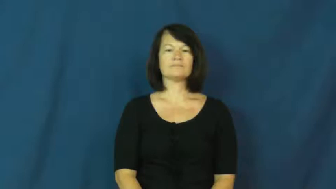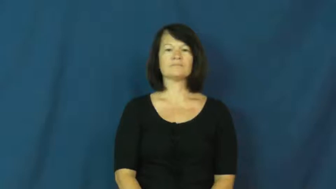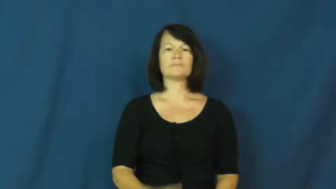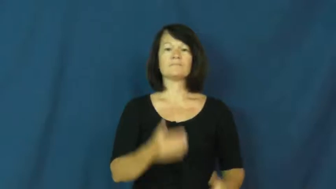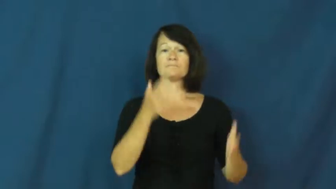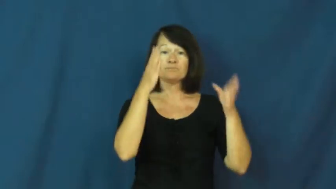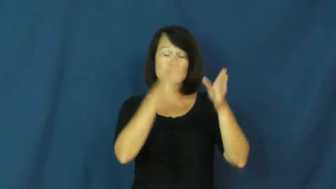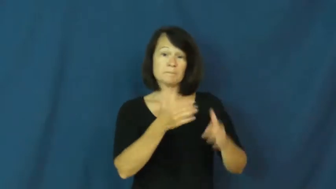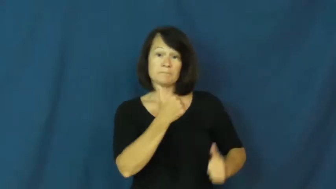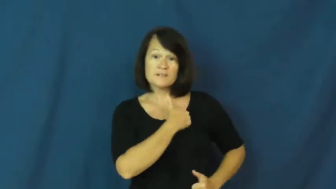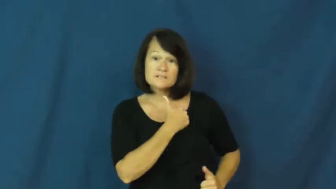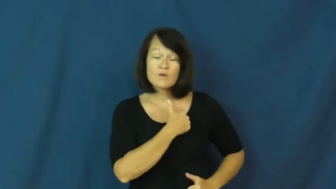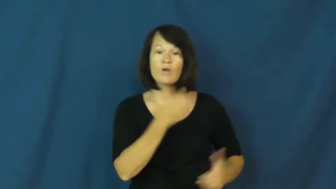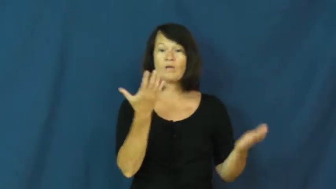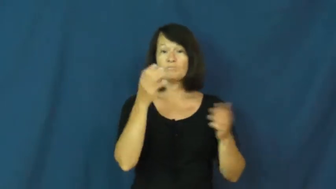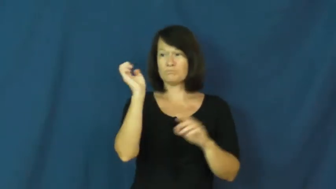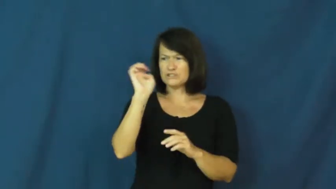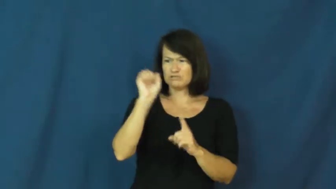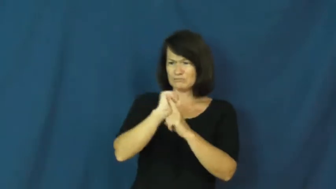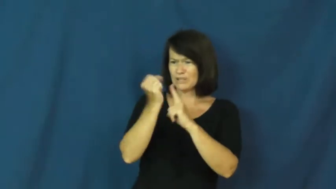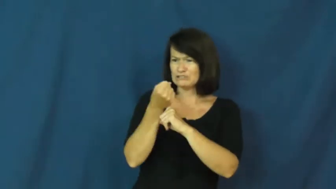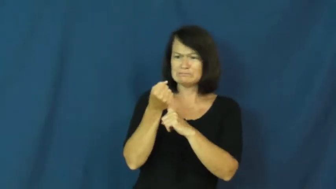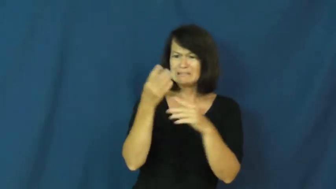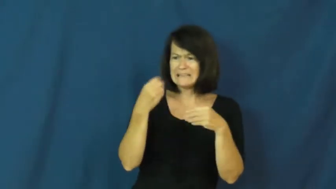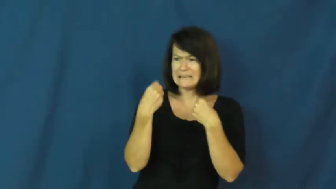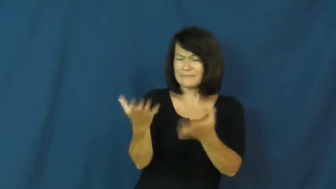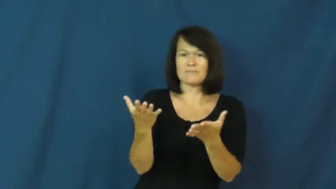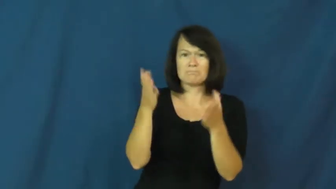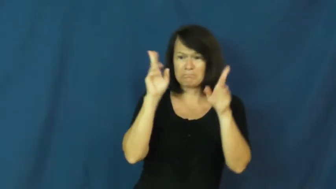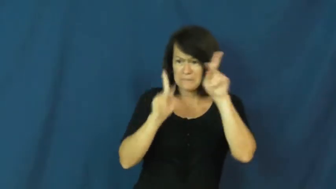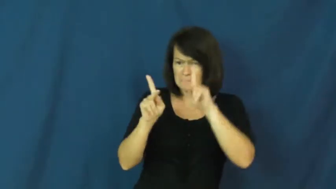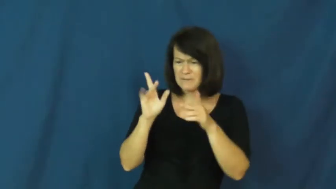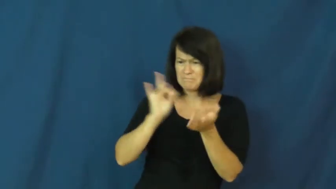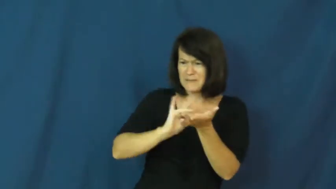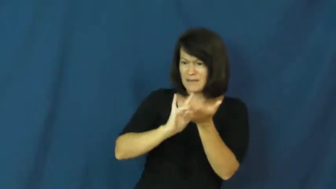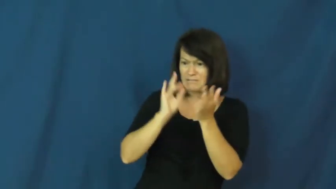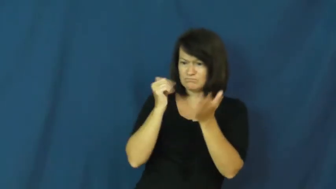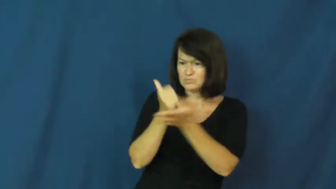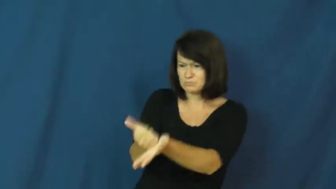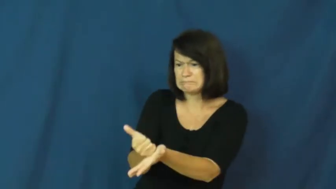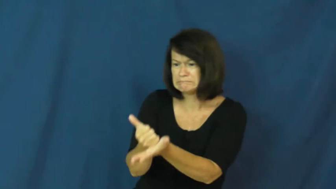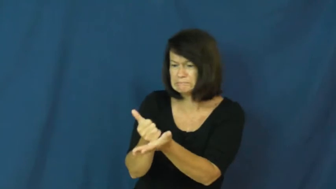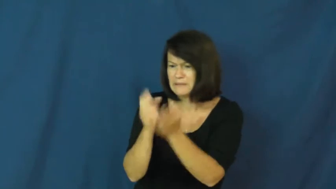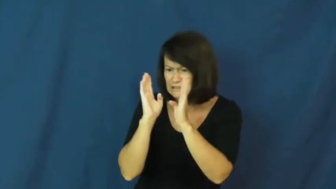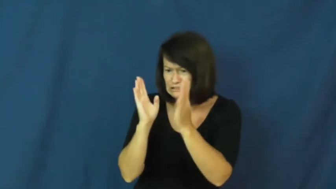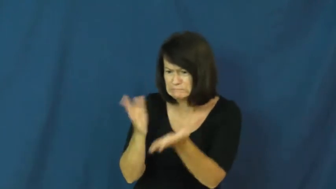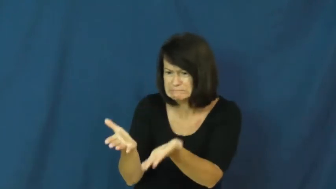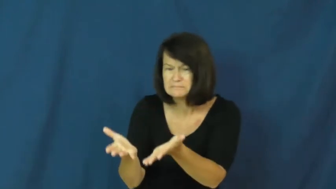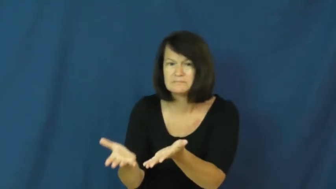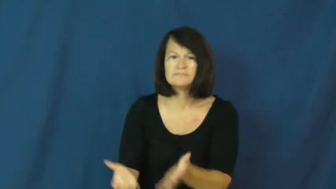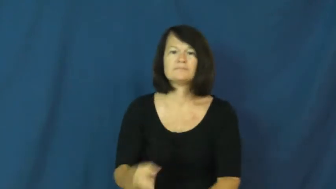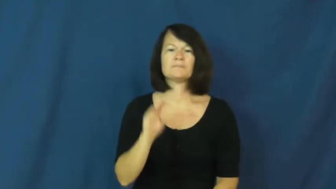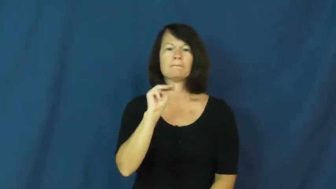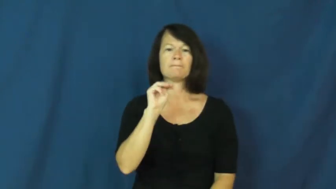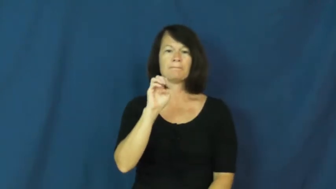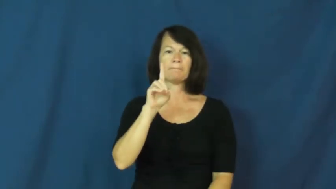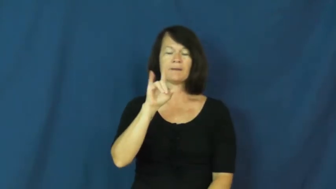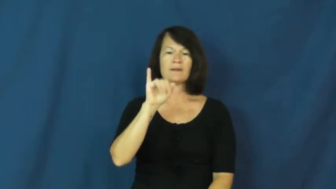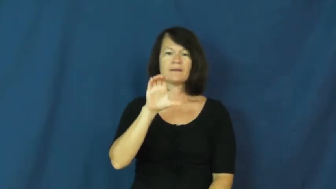medic